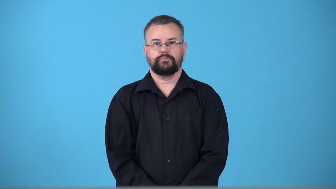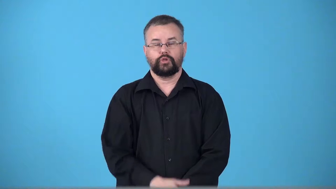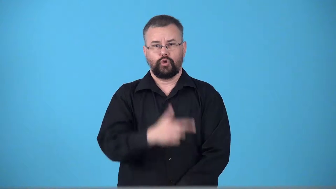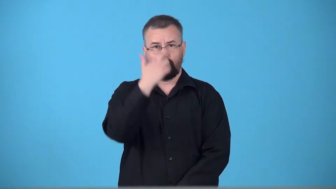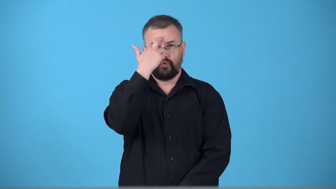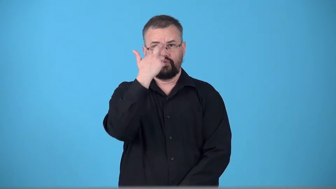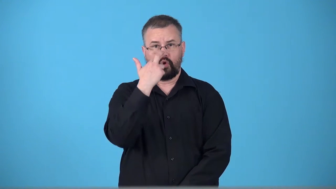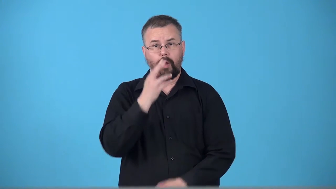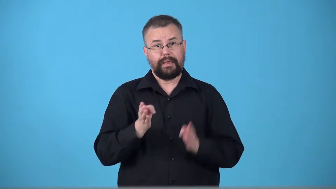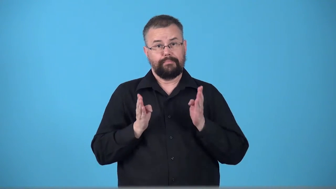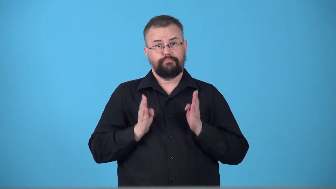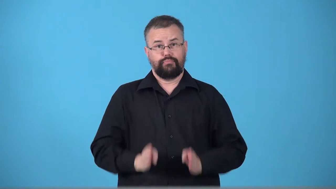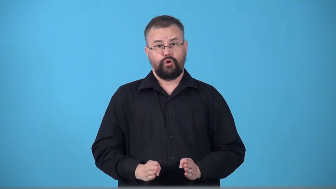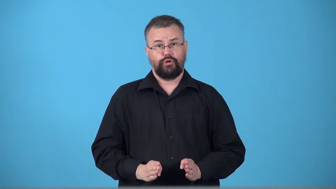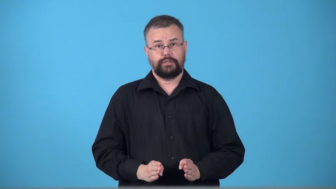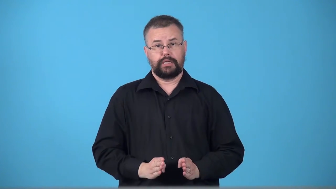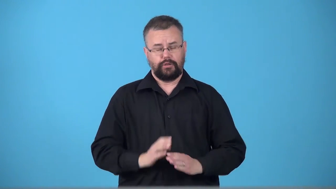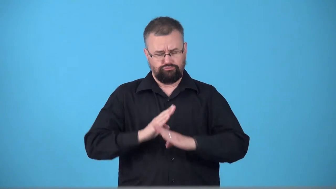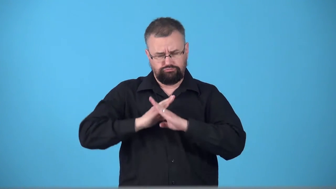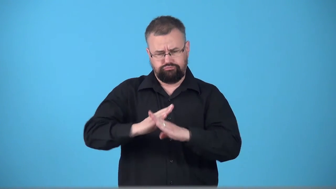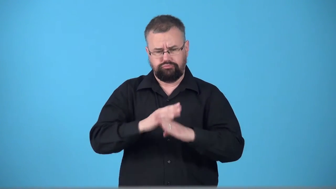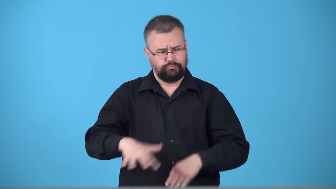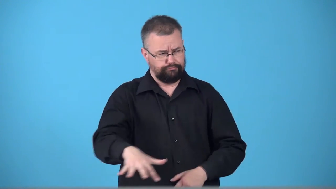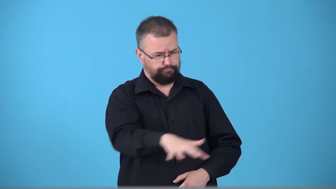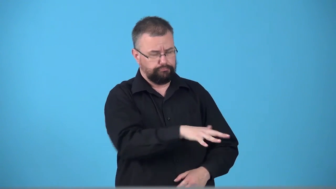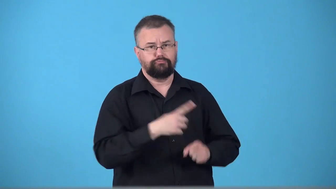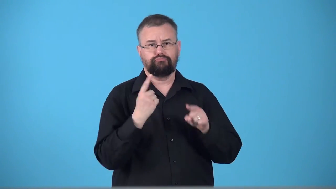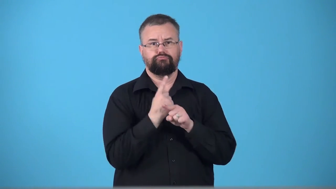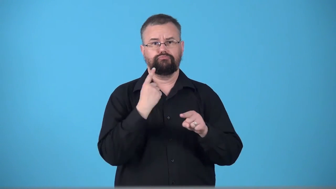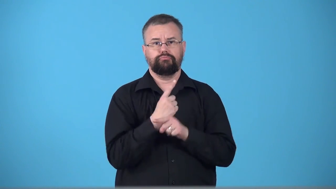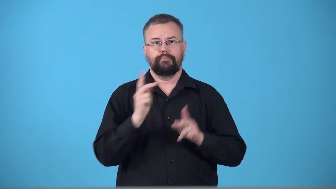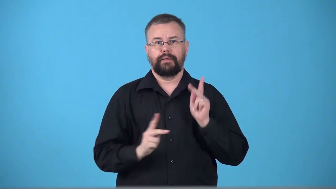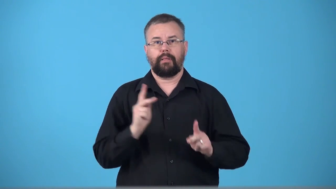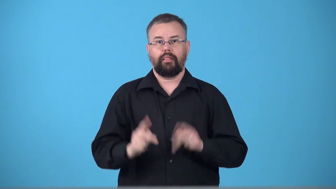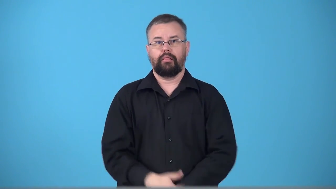tribune-Roman protector of the people